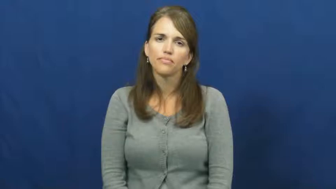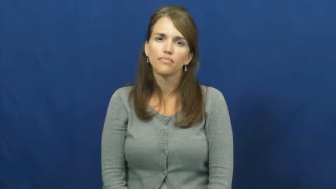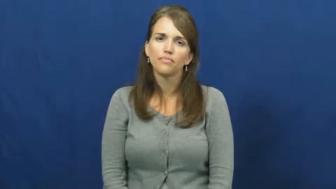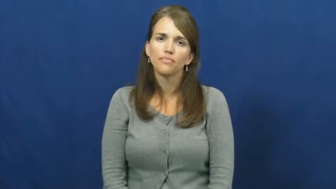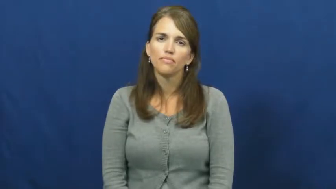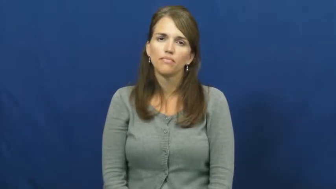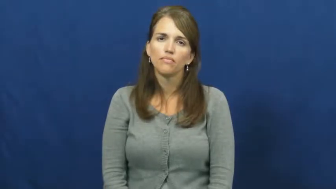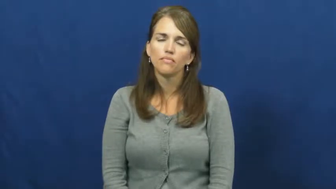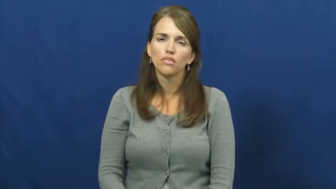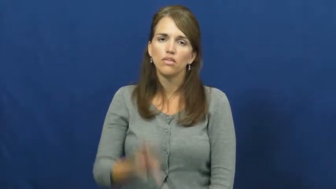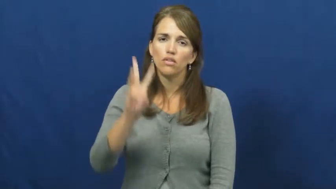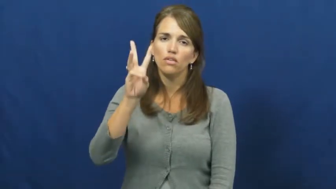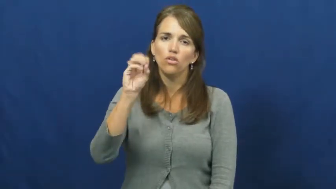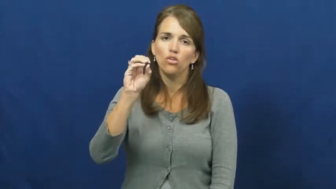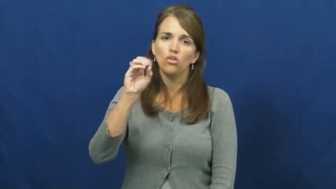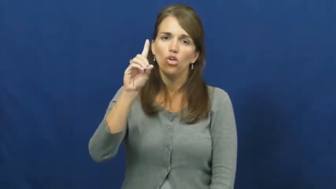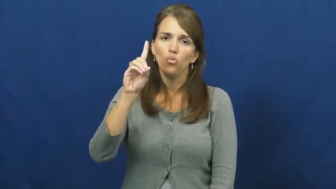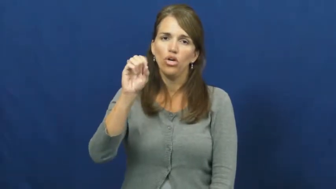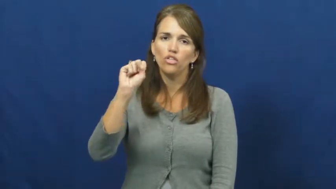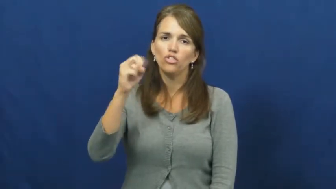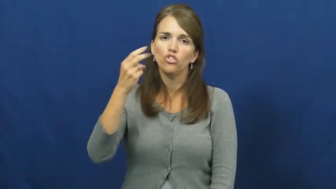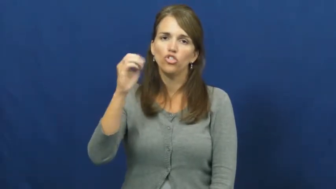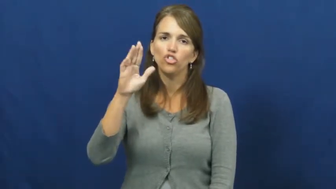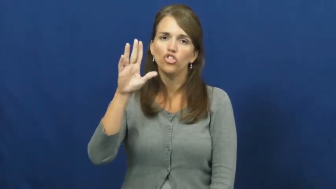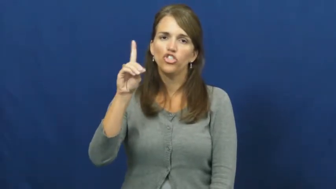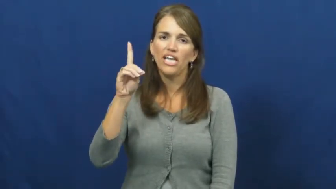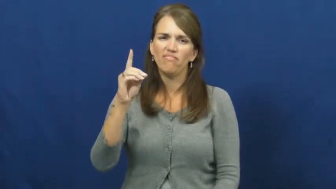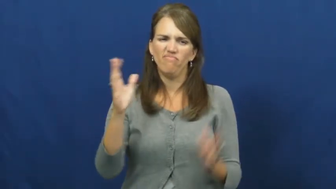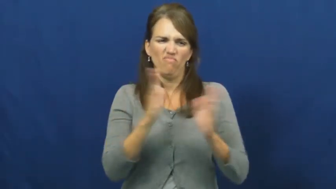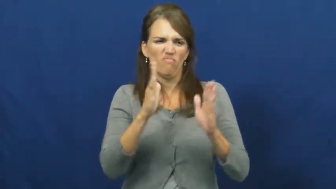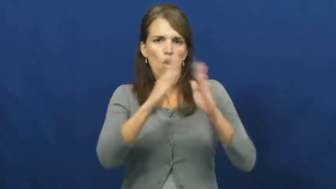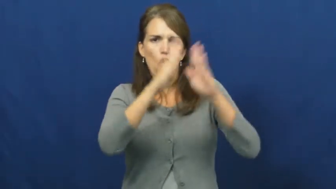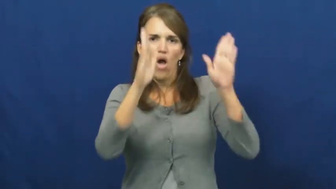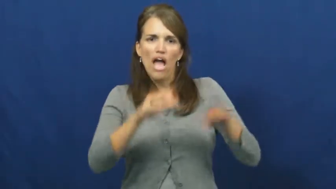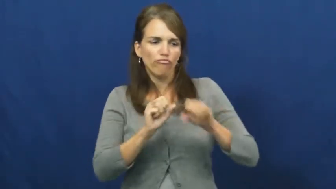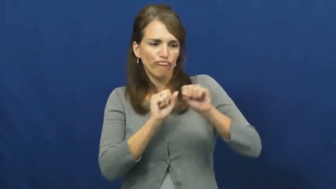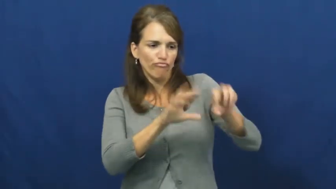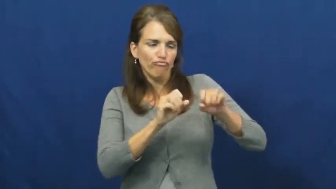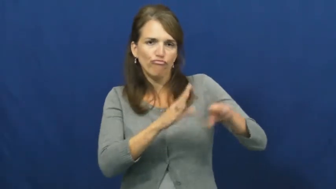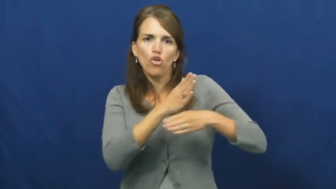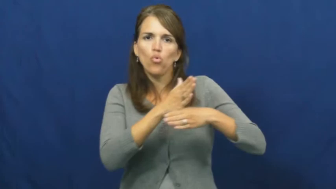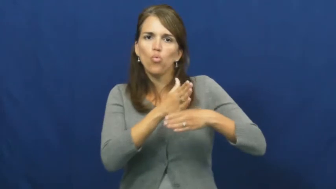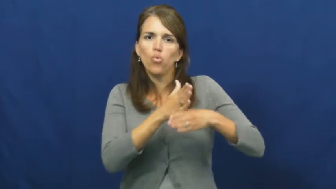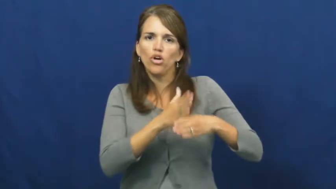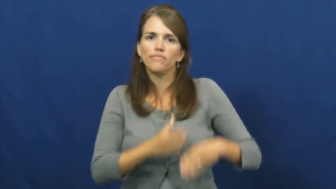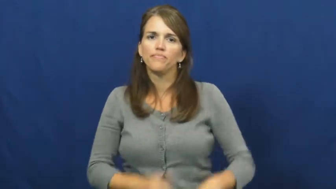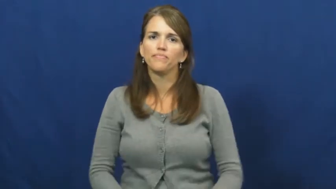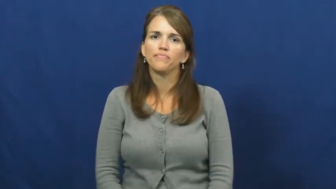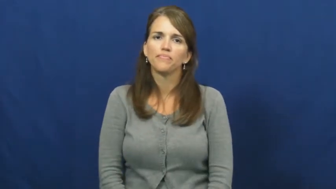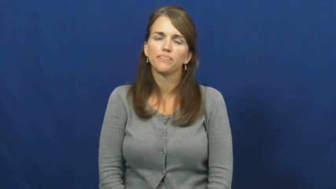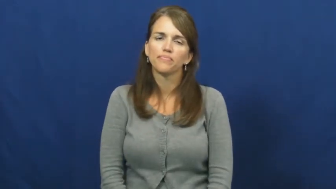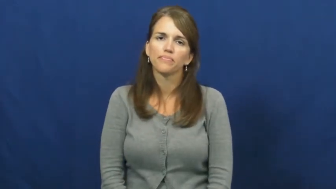woodshed